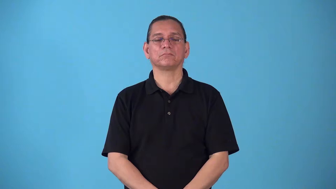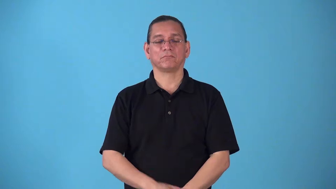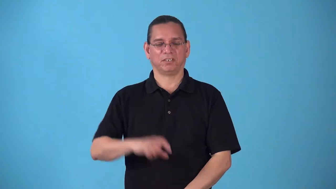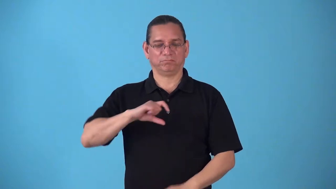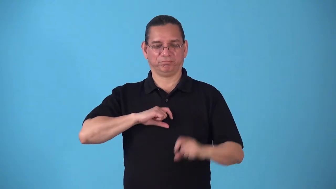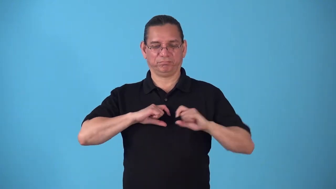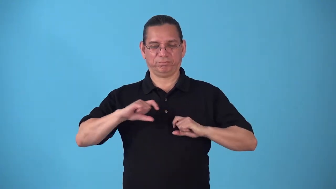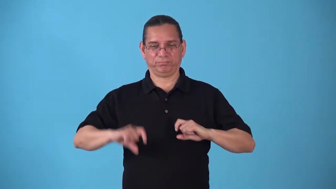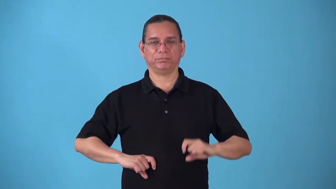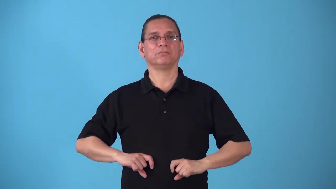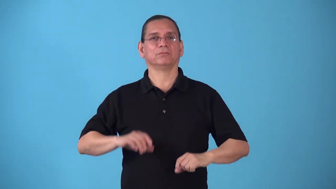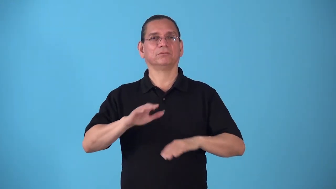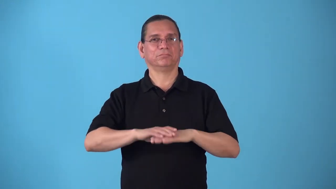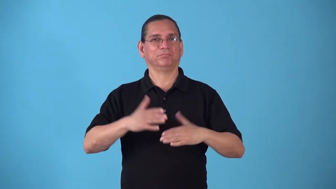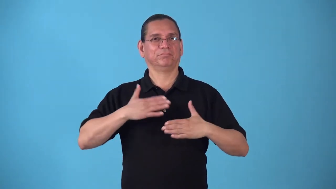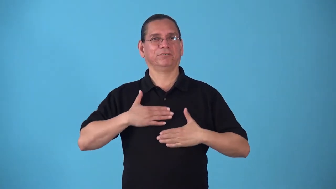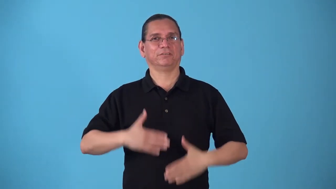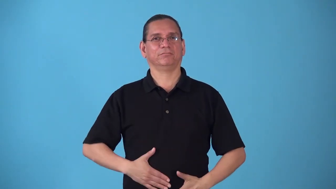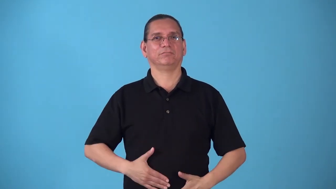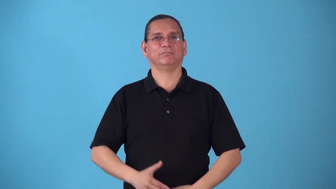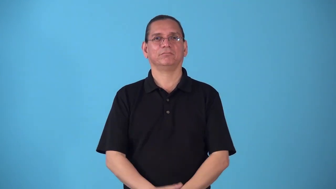erupt-on body